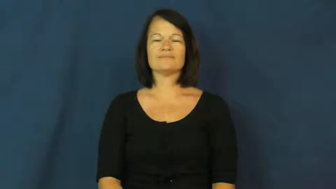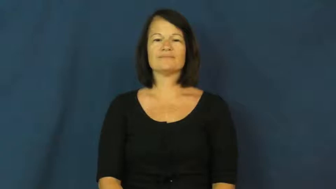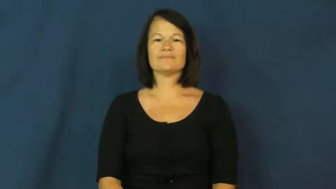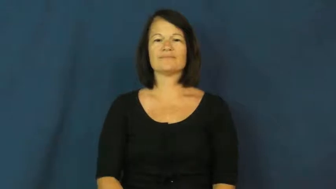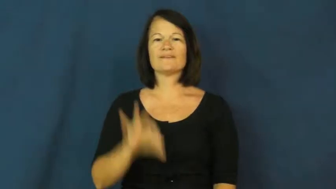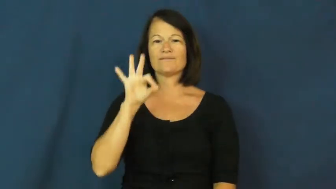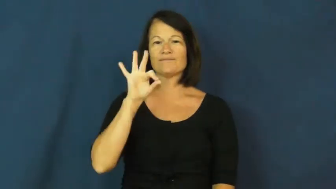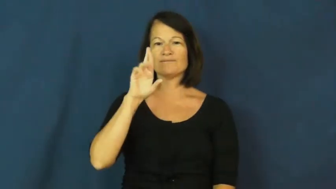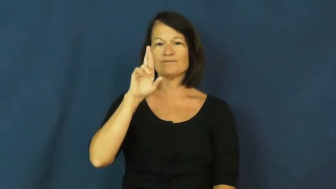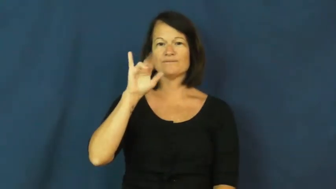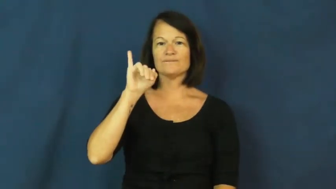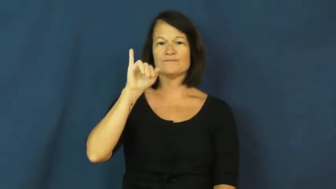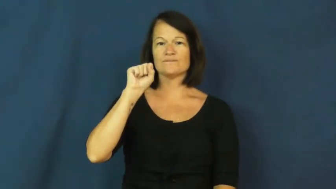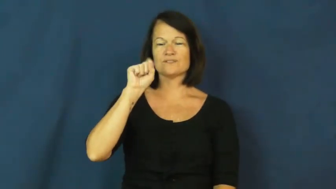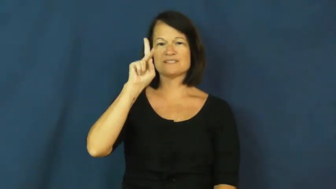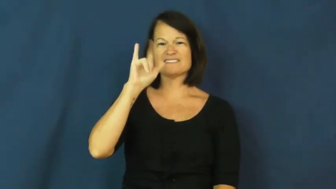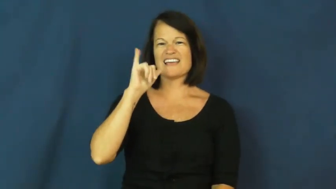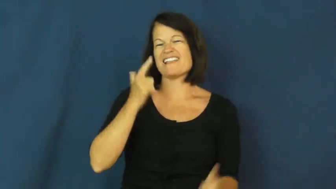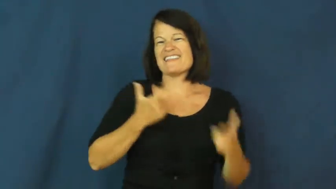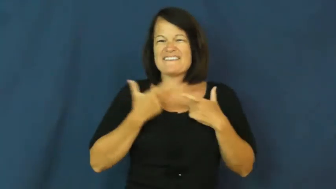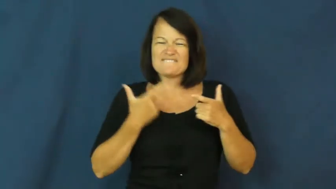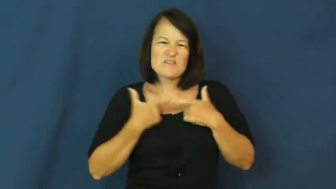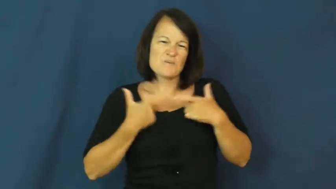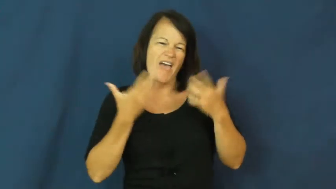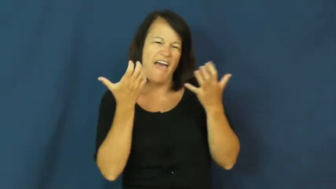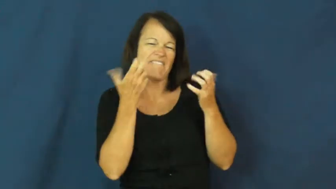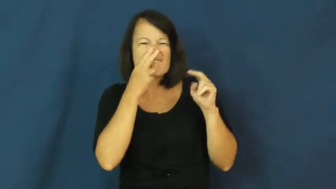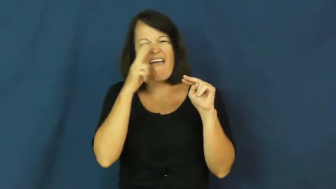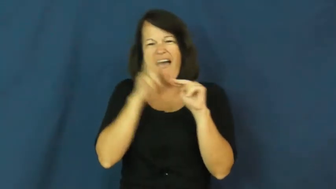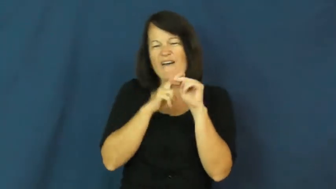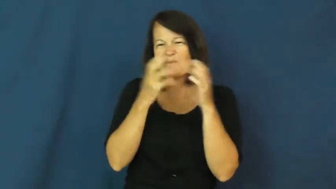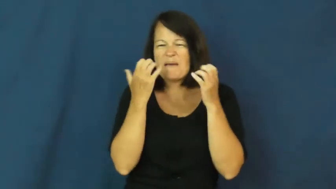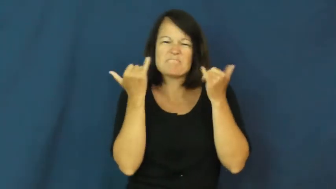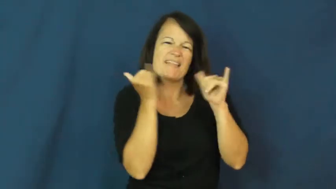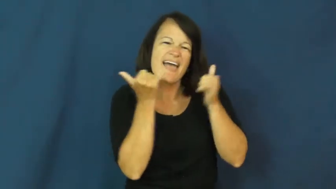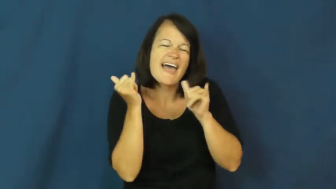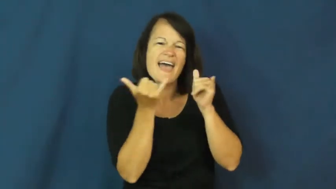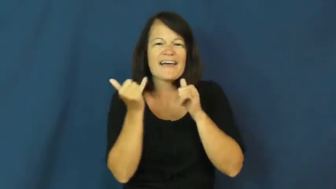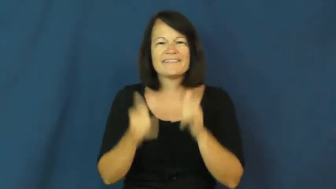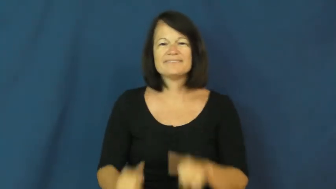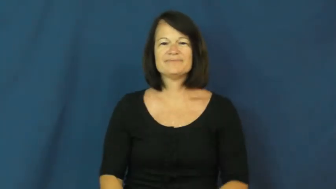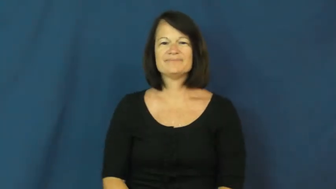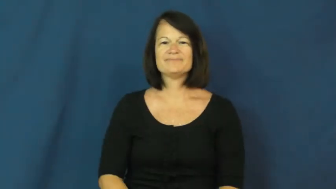frisky